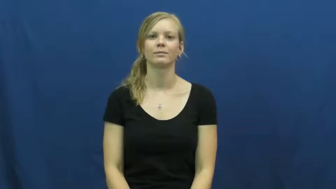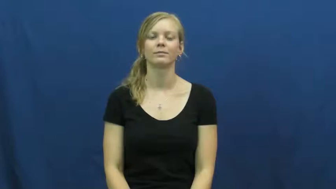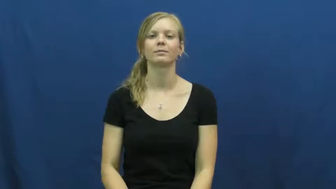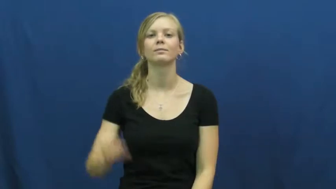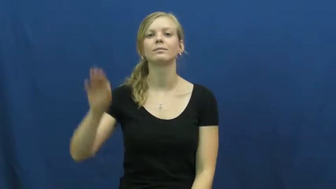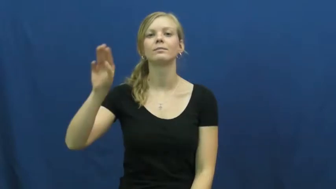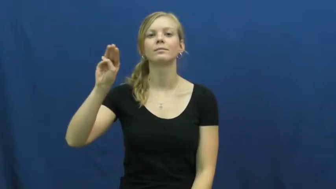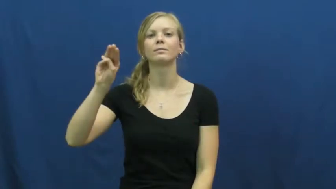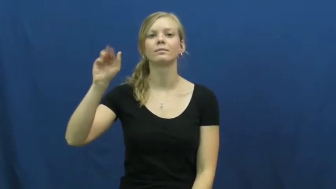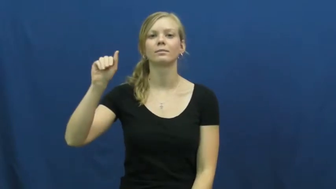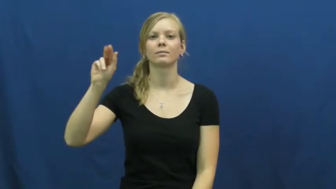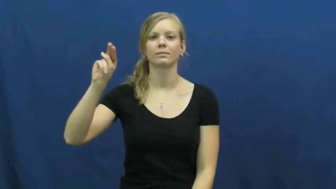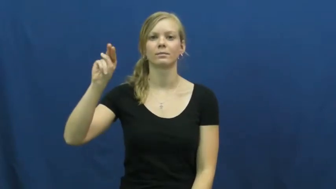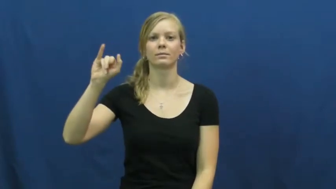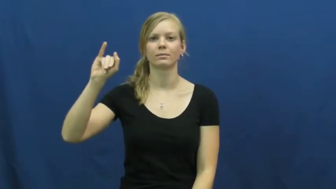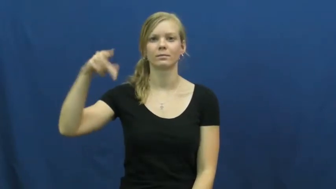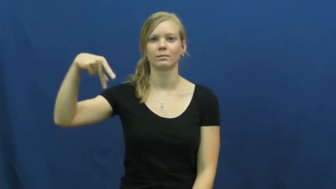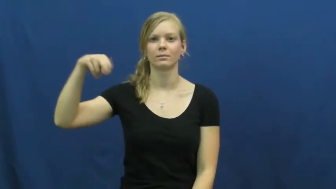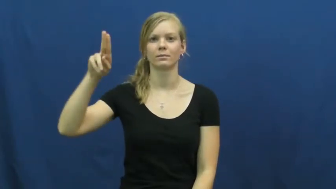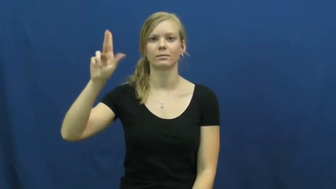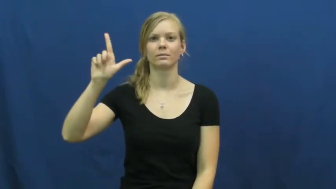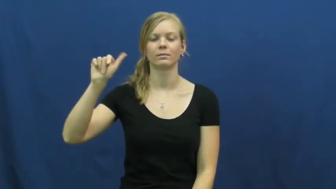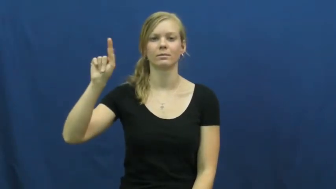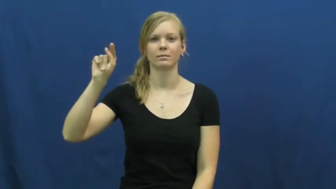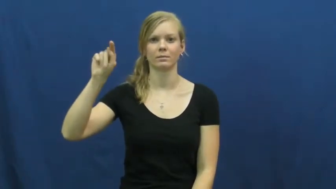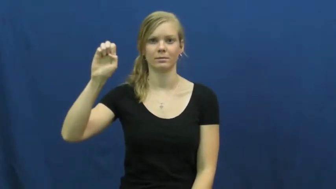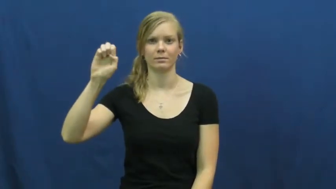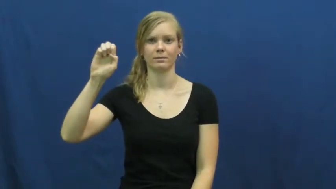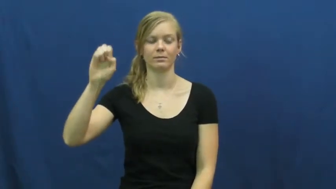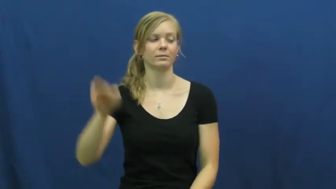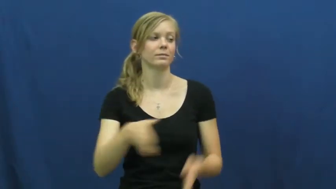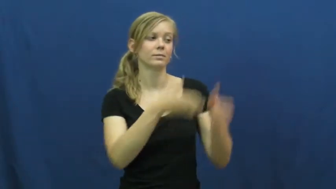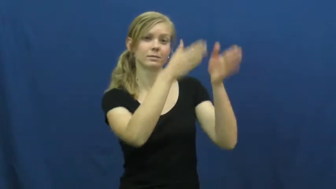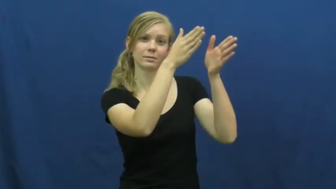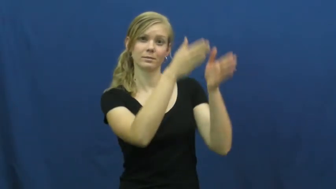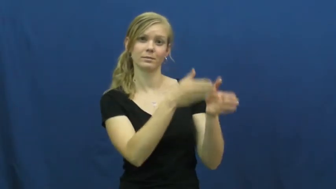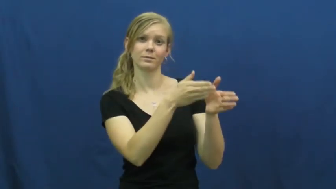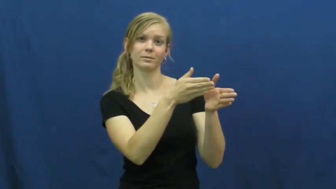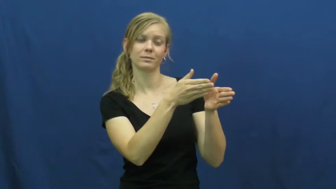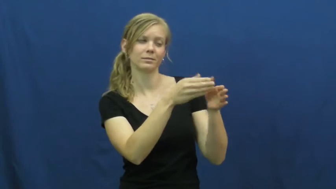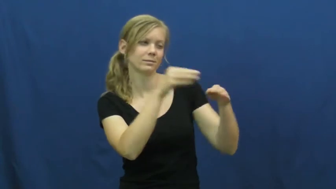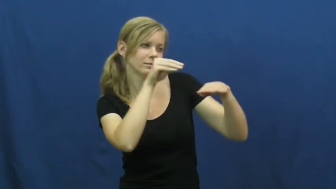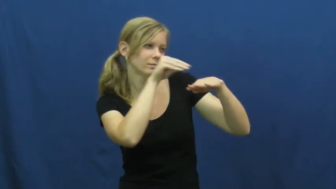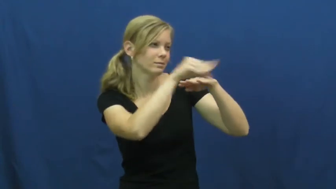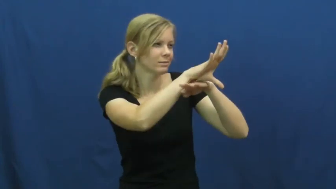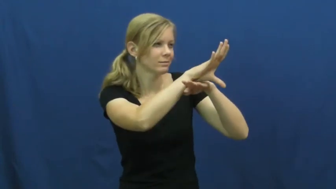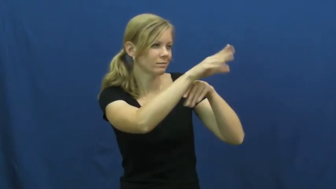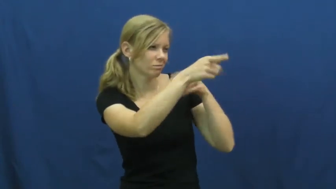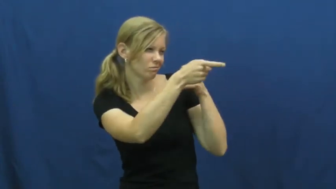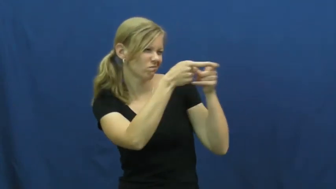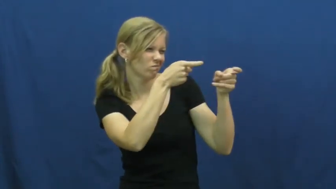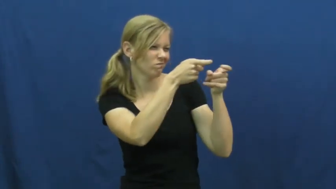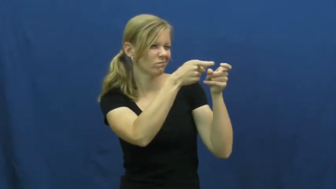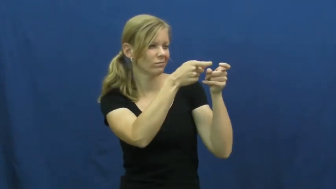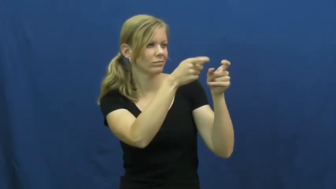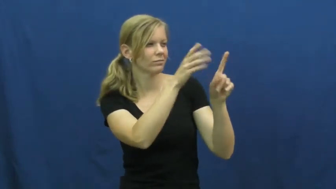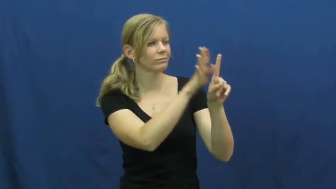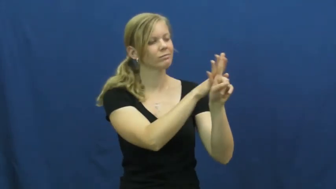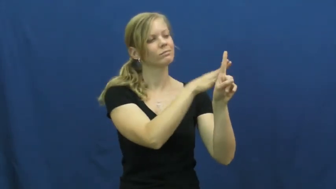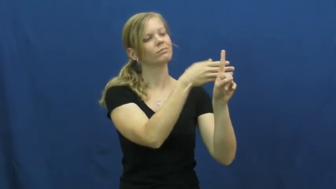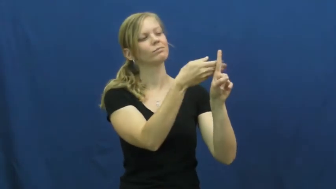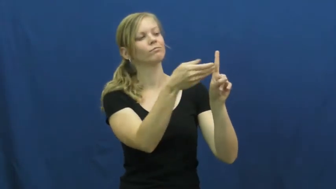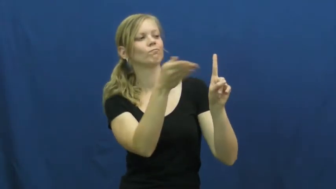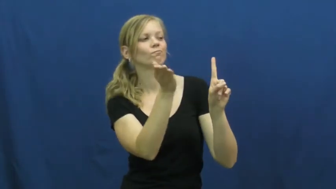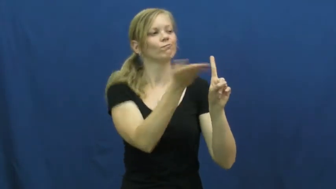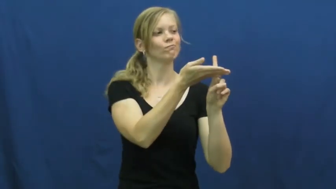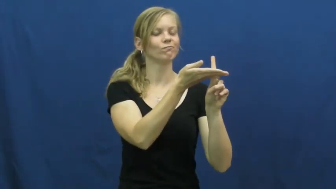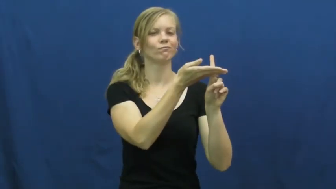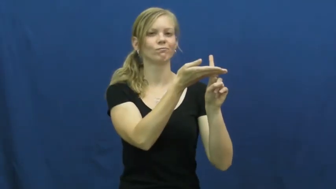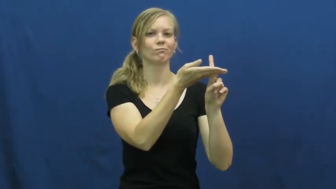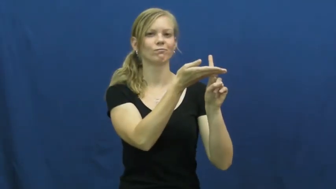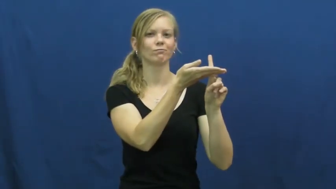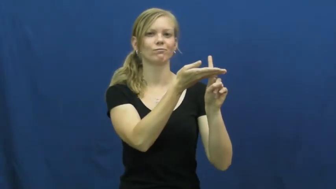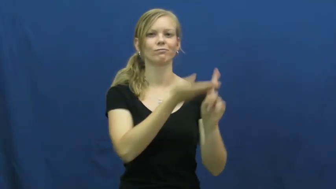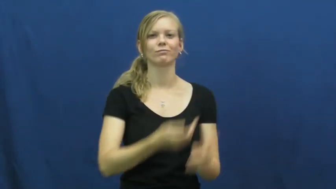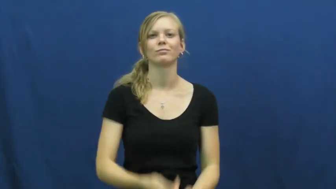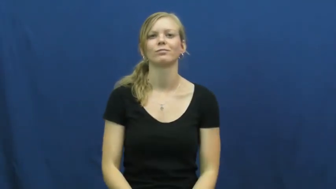manipulate-person